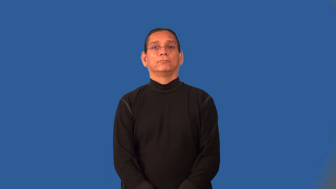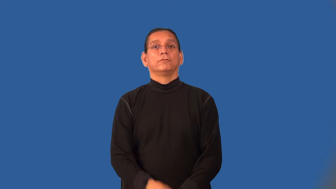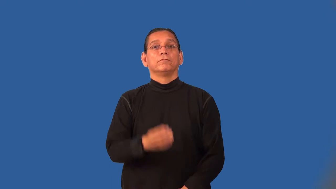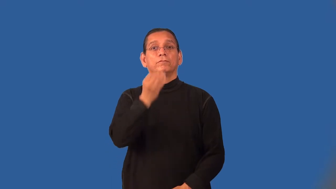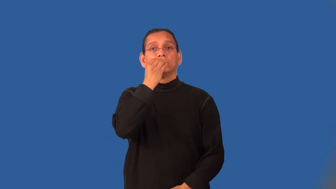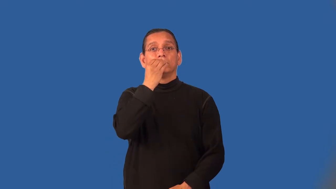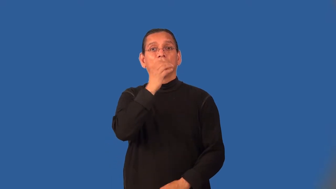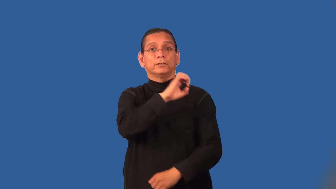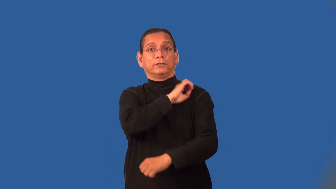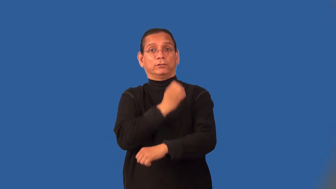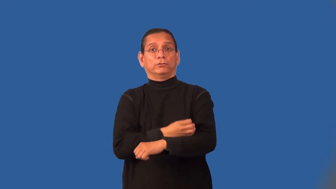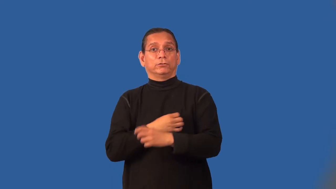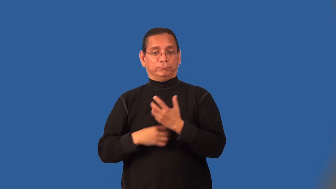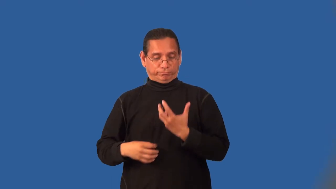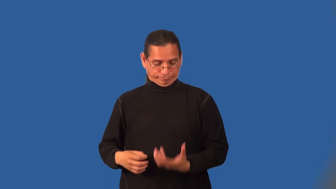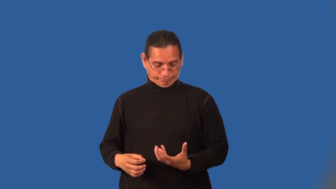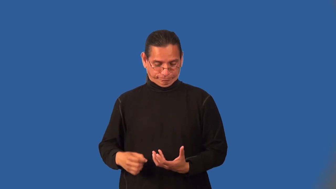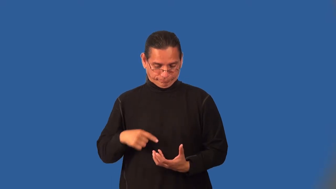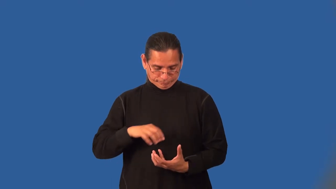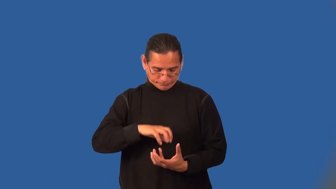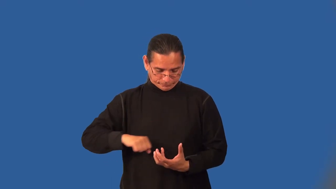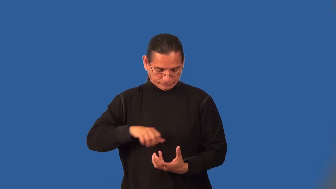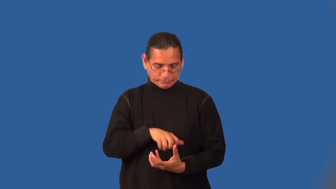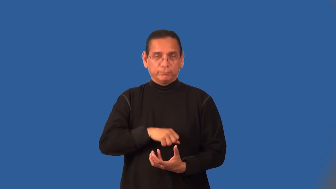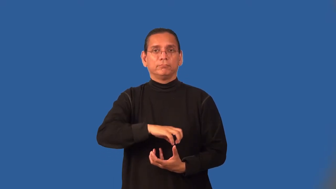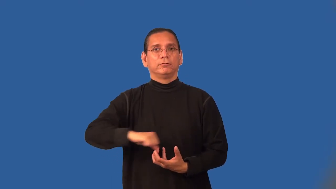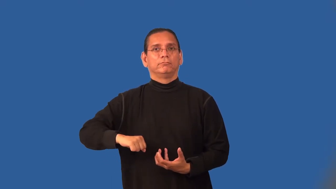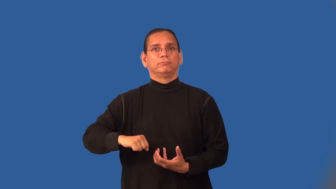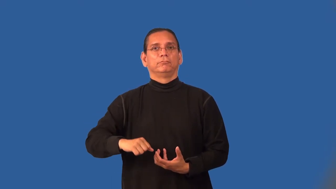metabolism